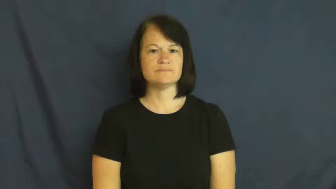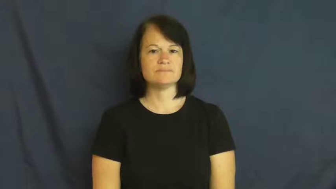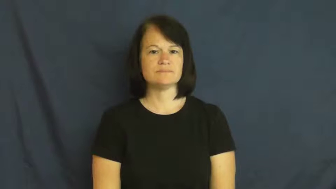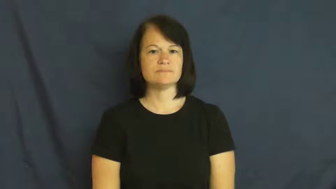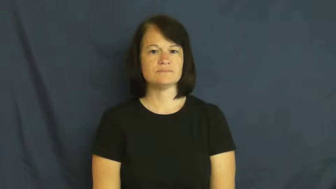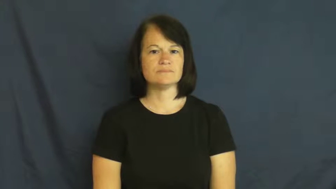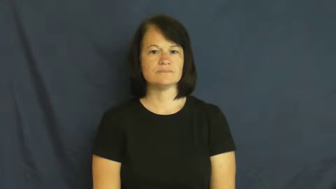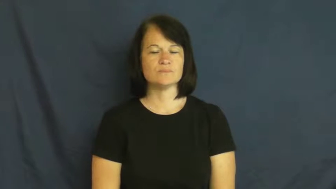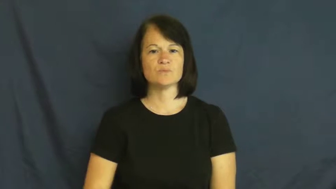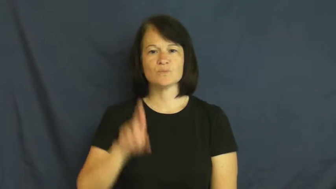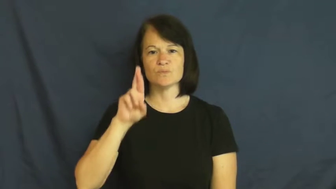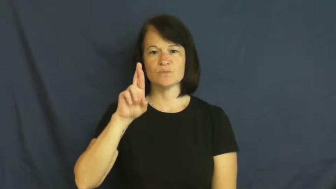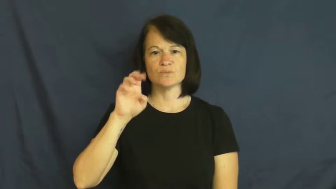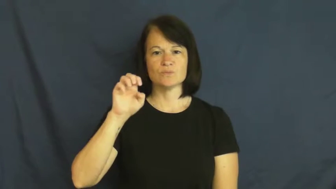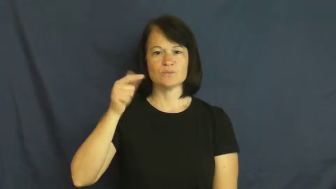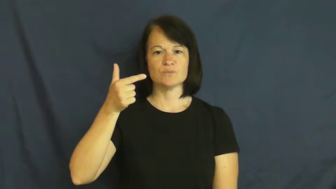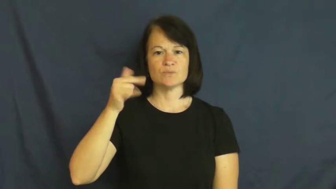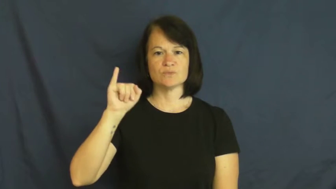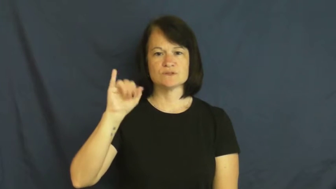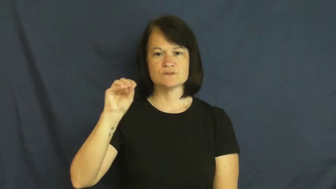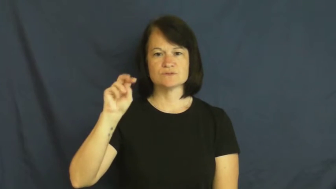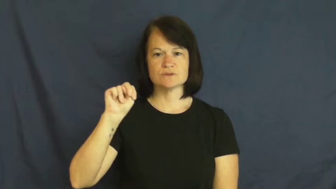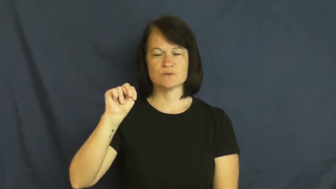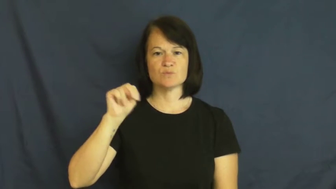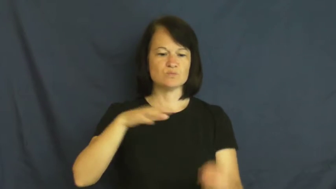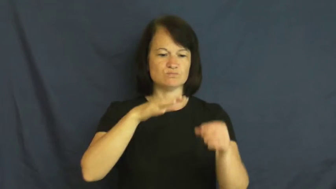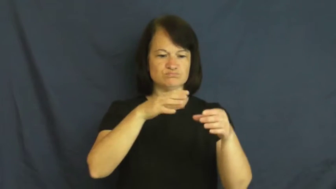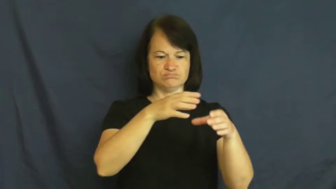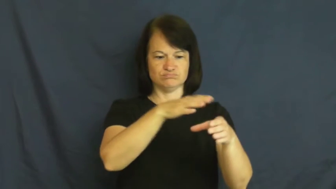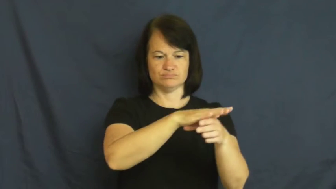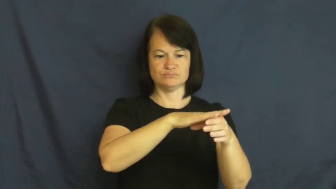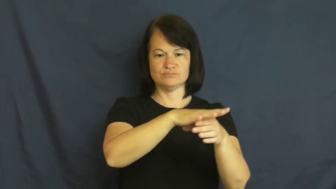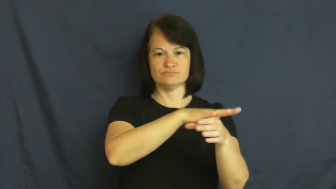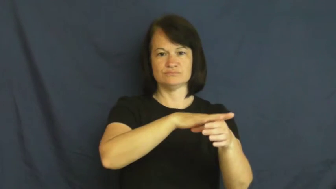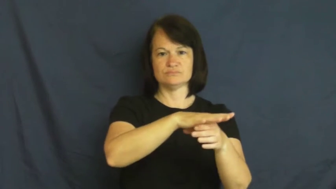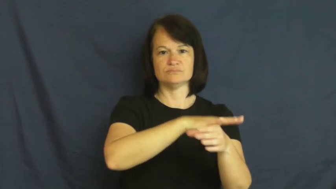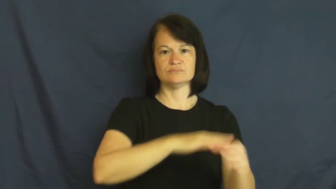region